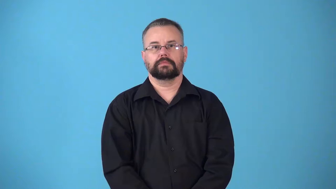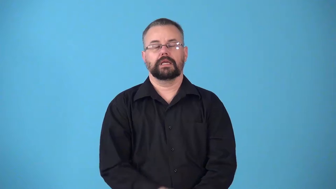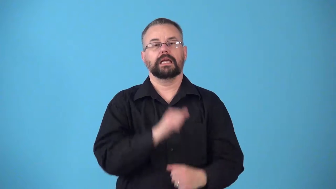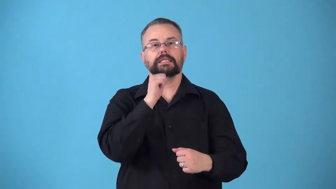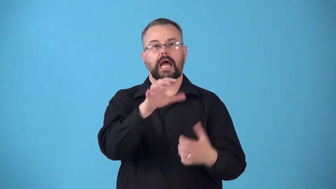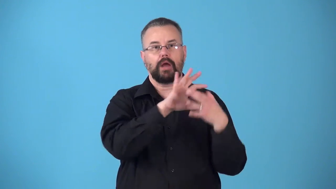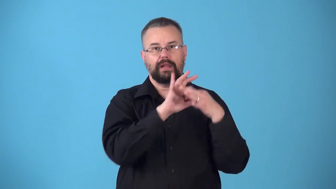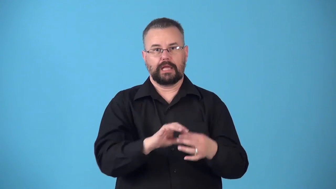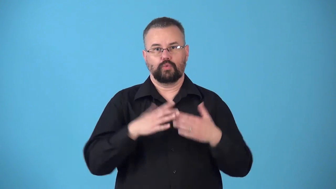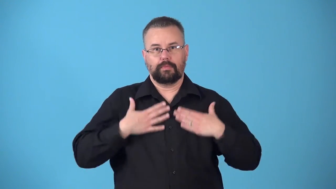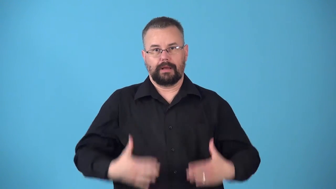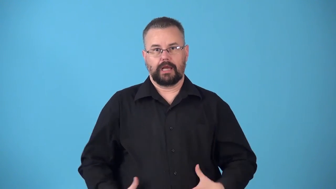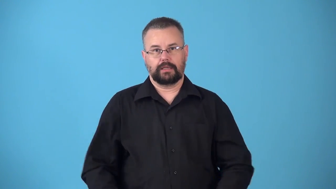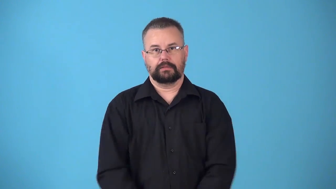nonphysical